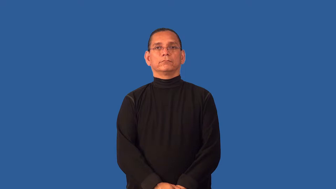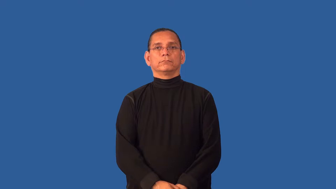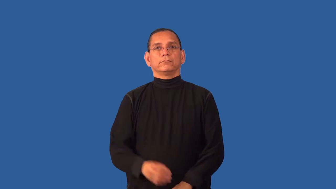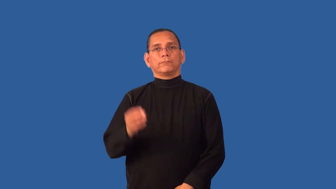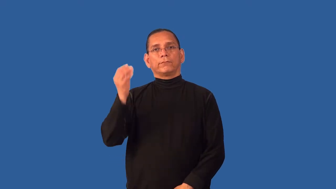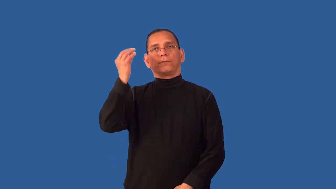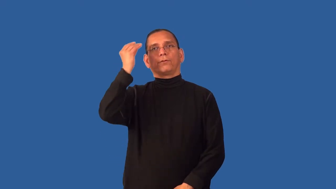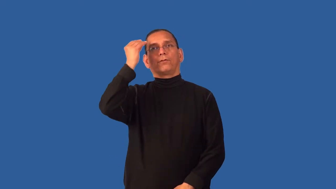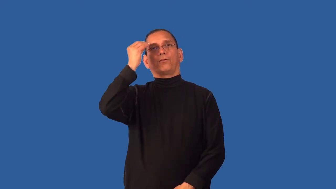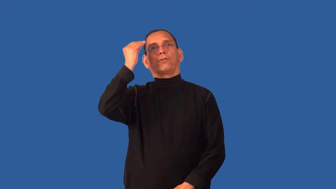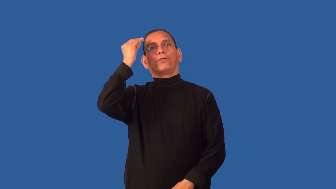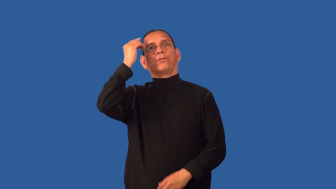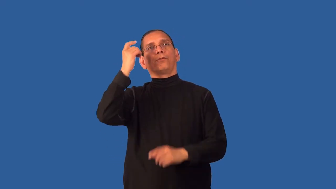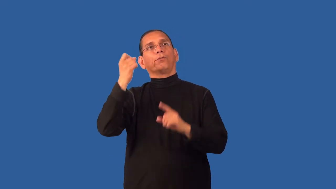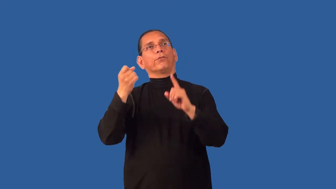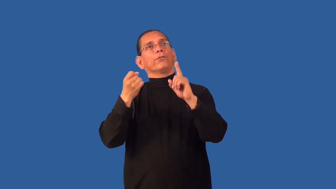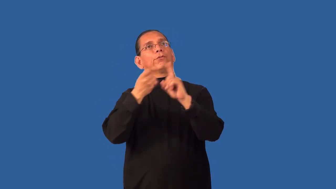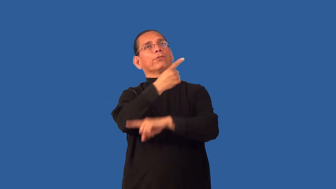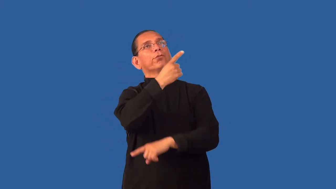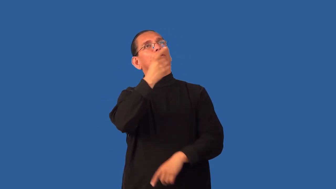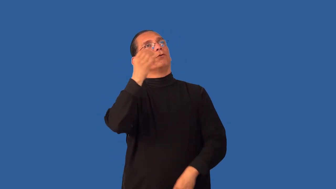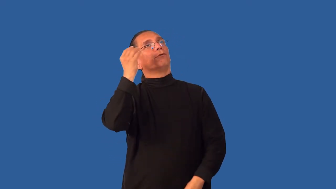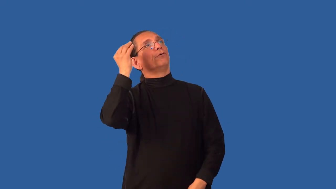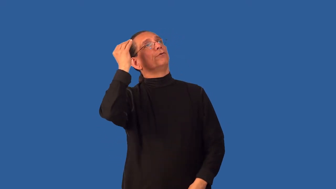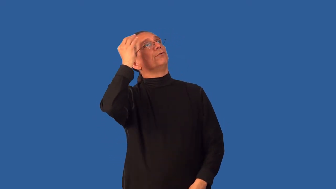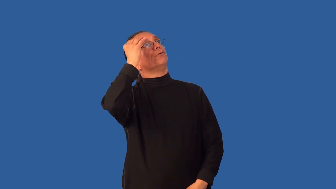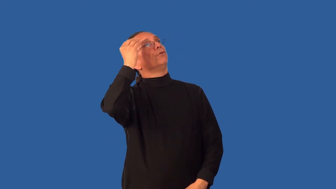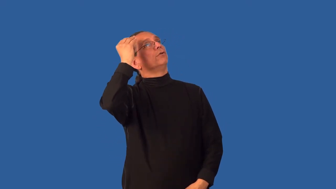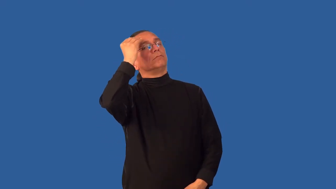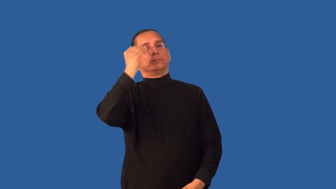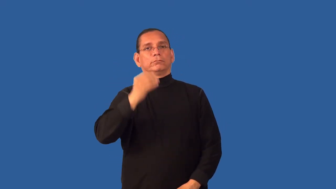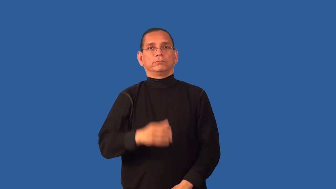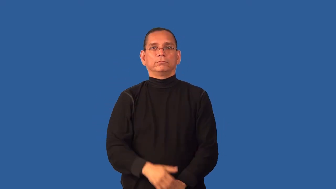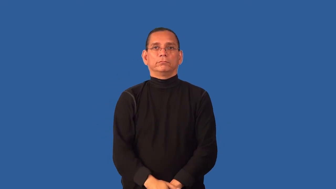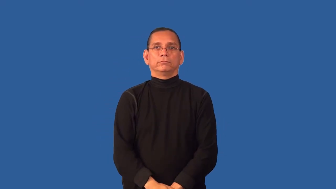daydream,reverie,absent,escape,faraway